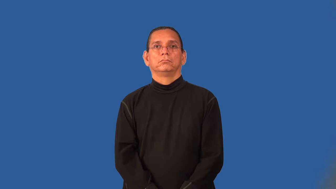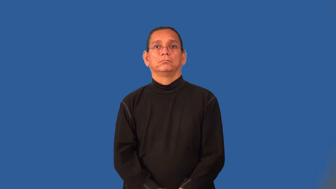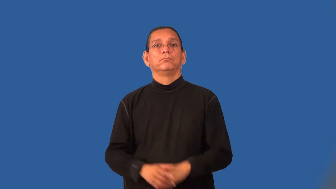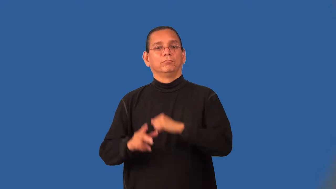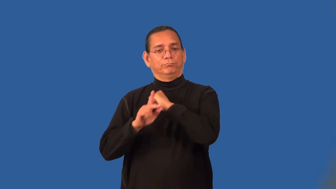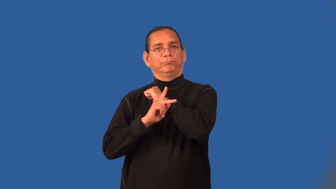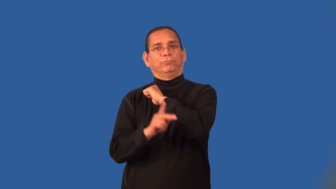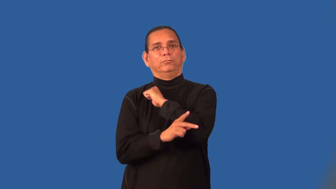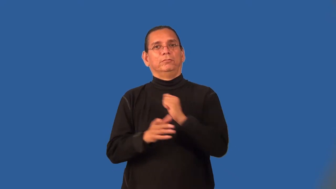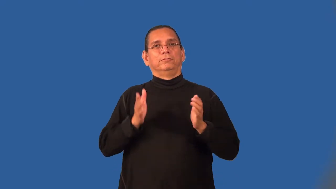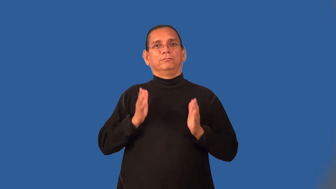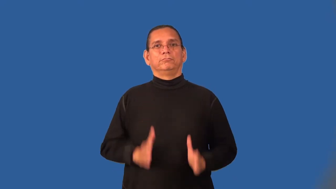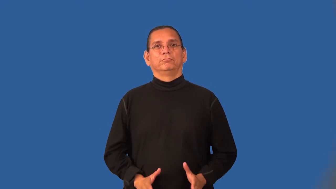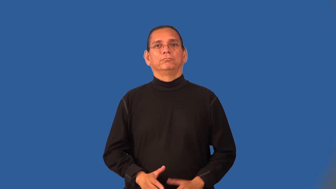parliamentarian